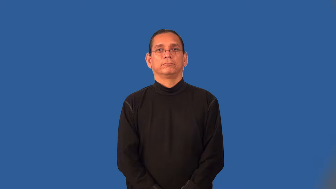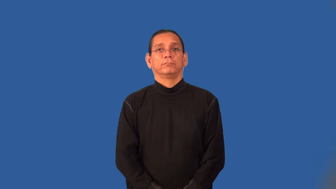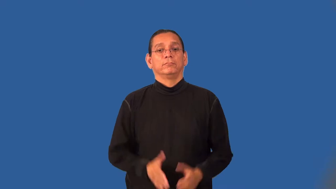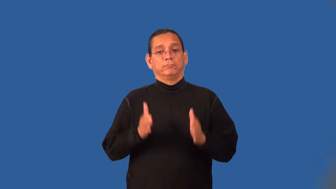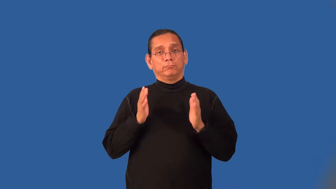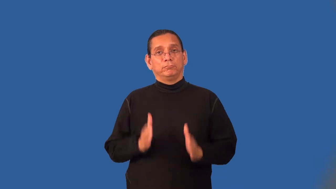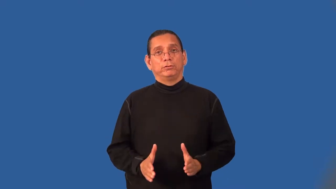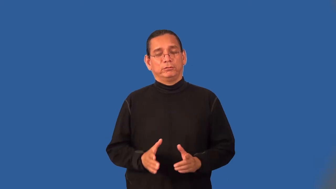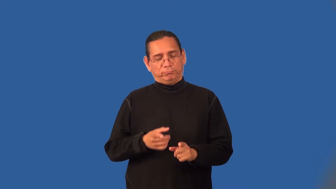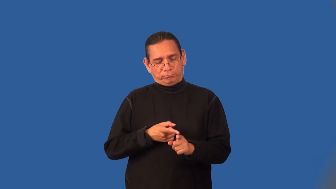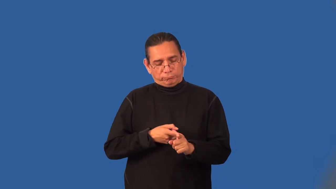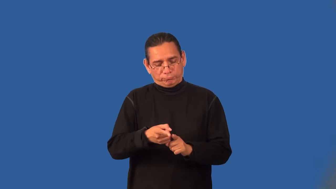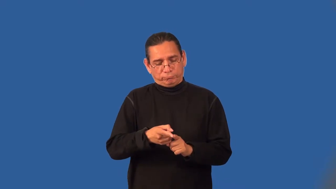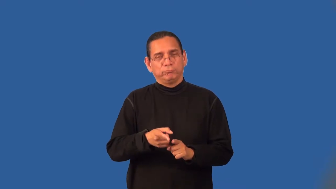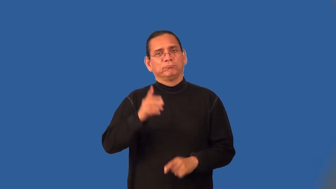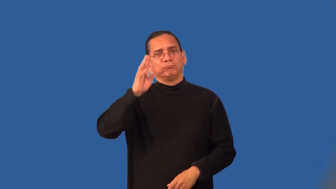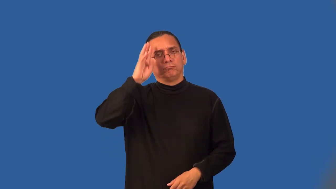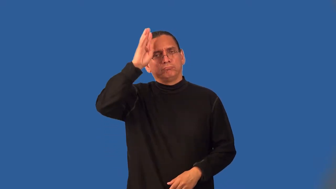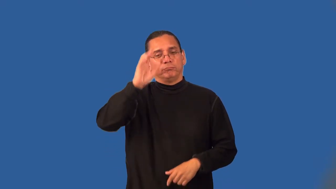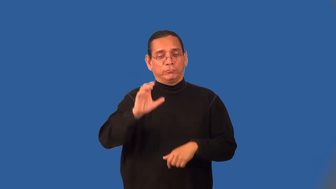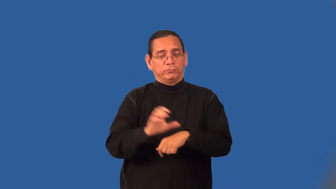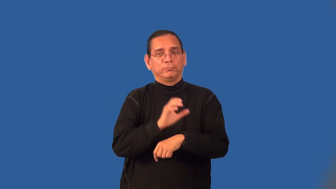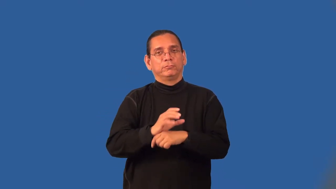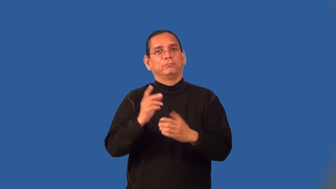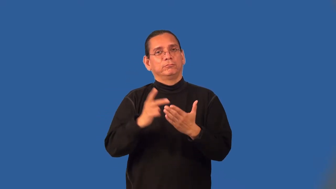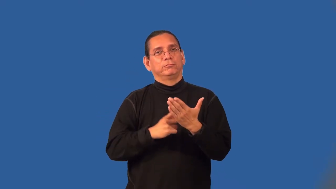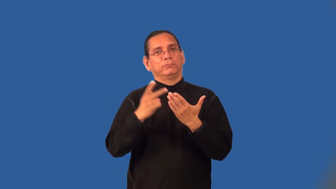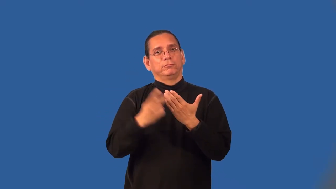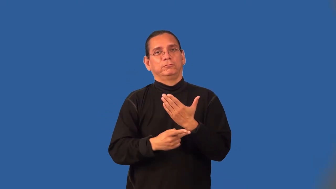coder